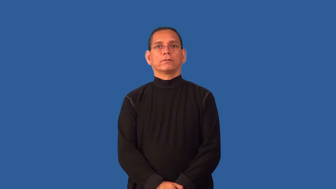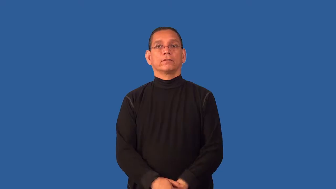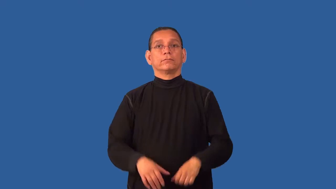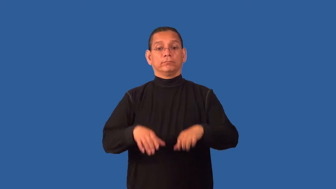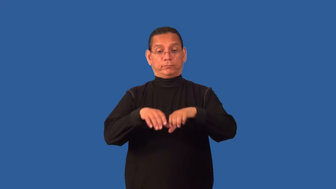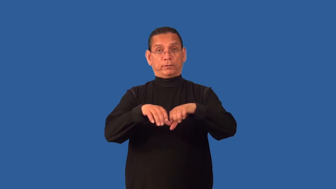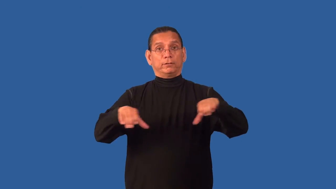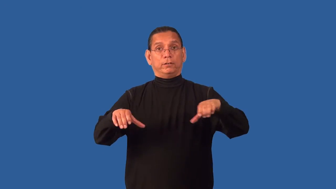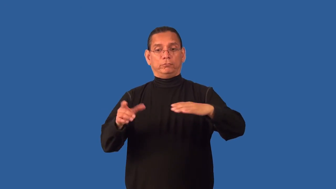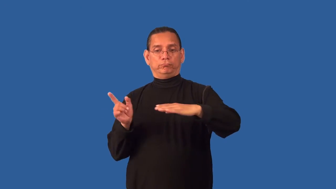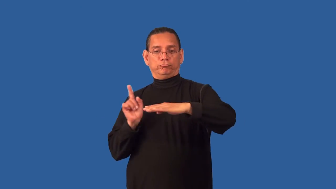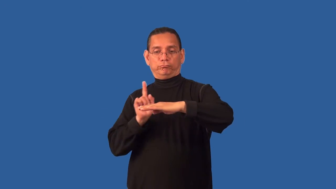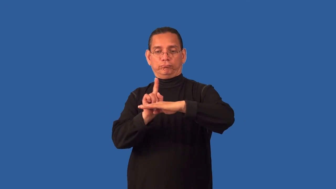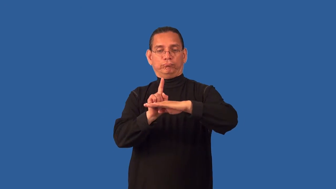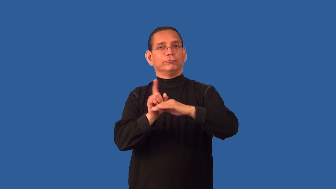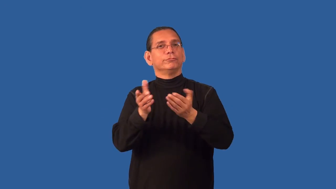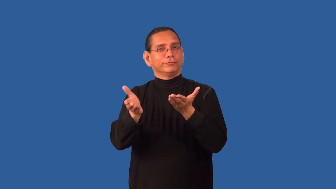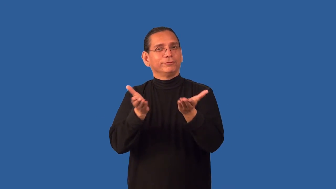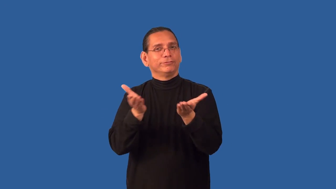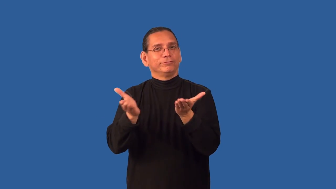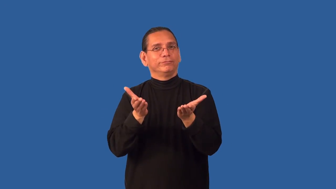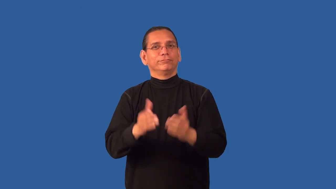counter-store